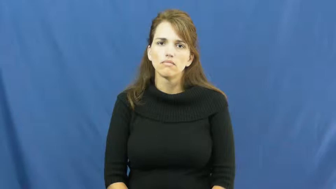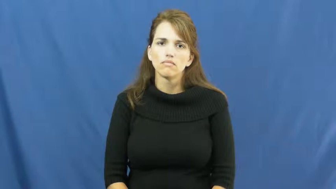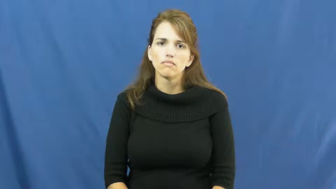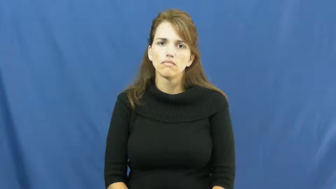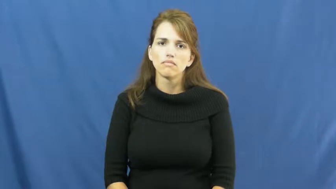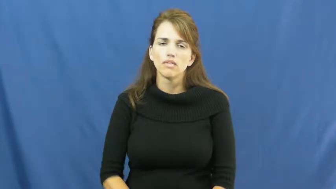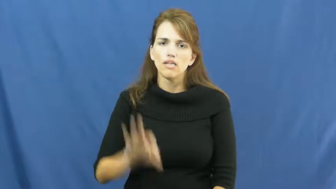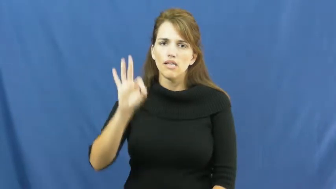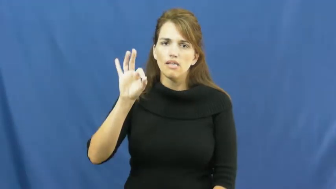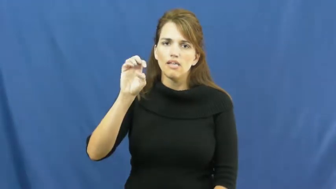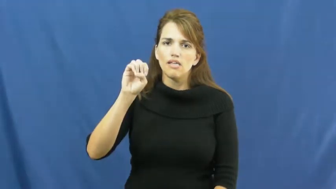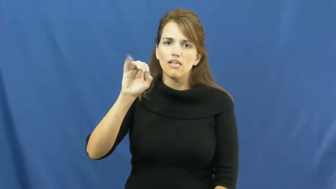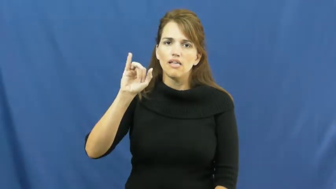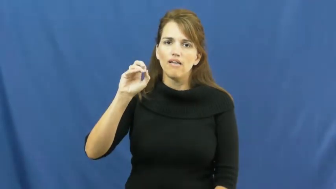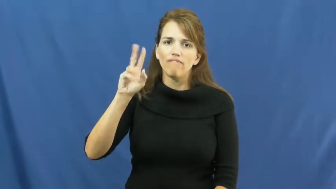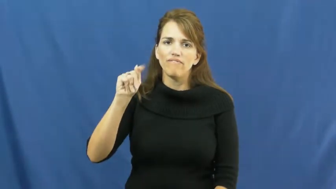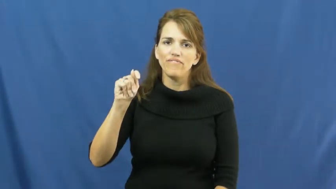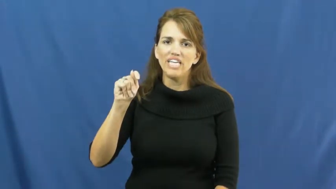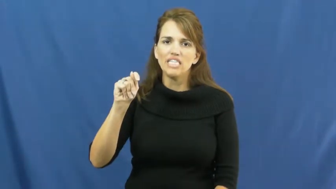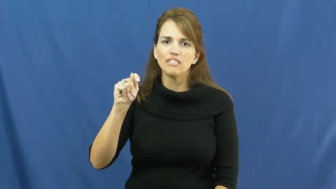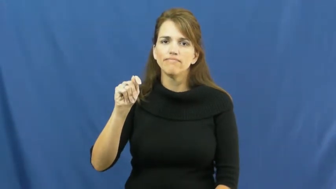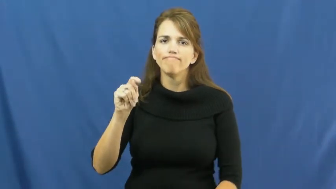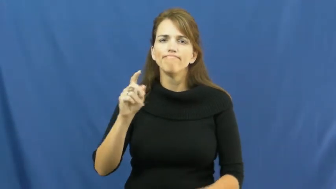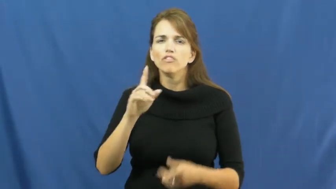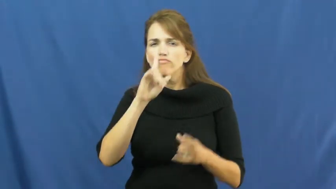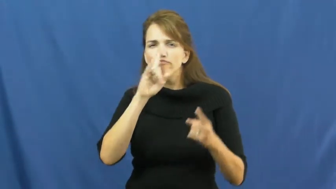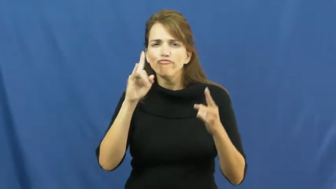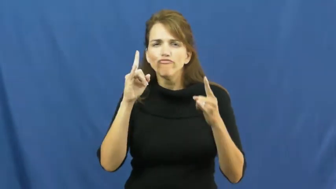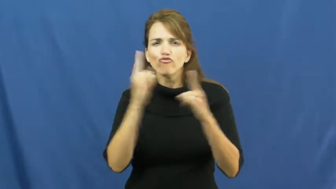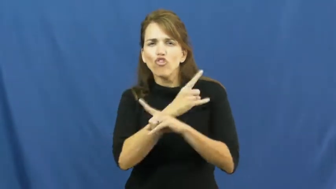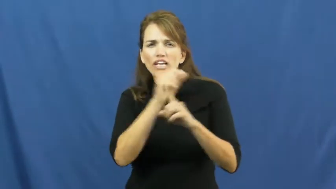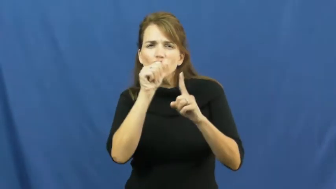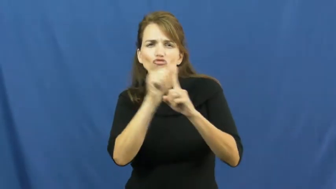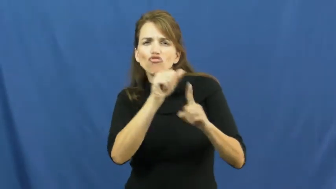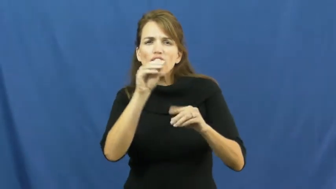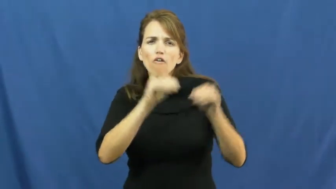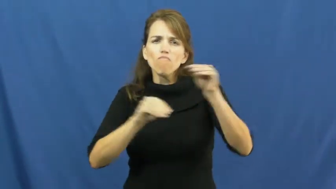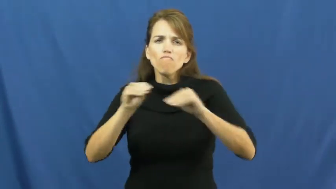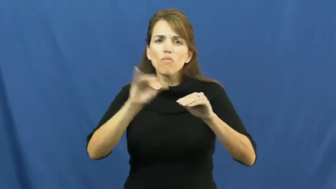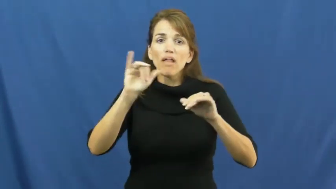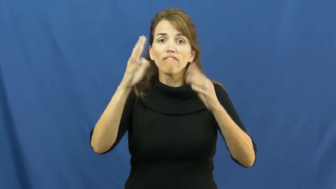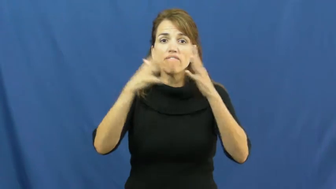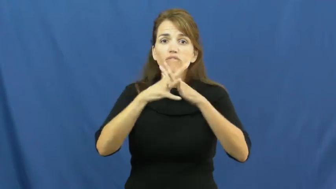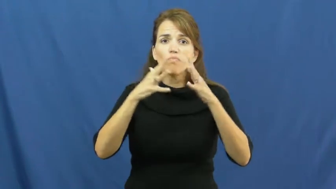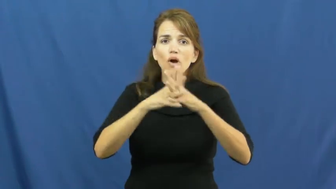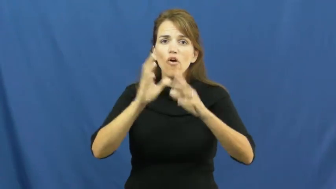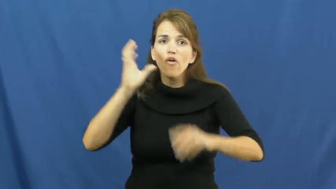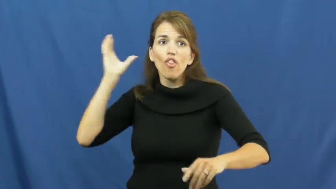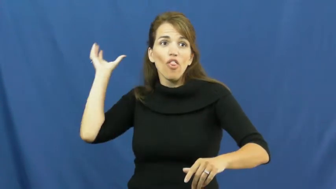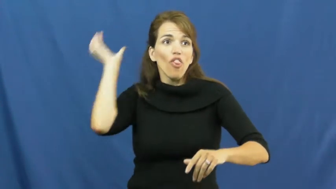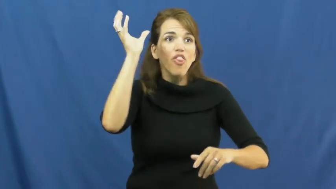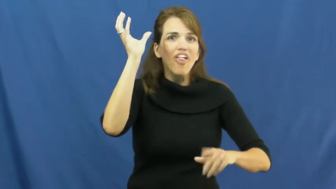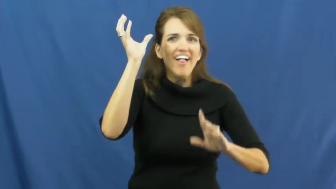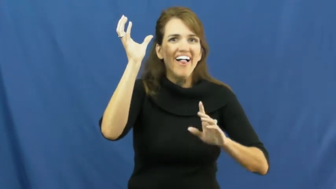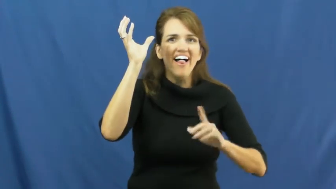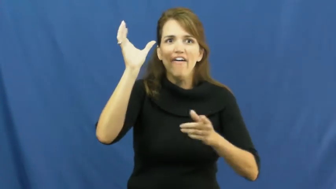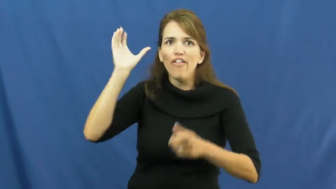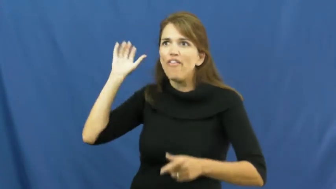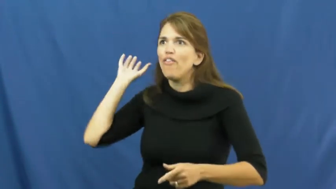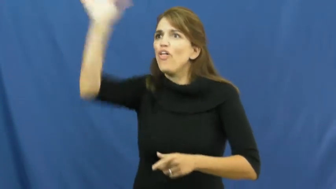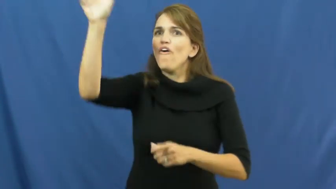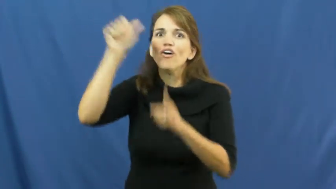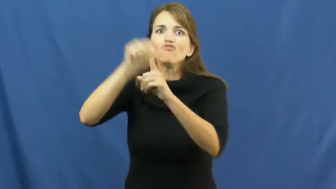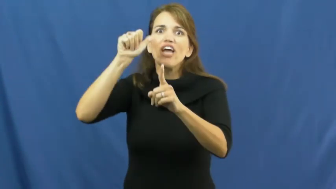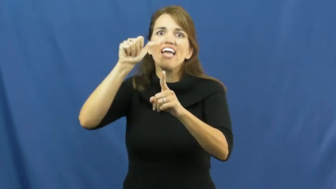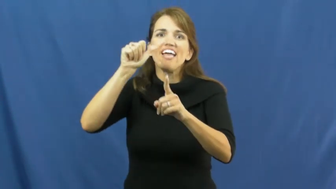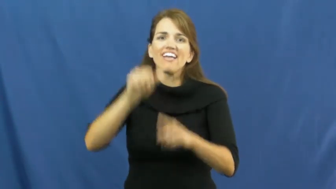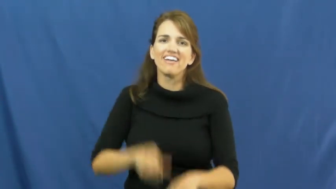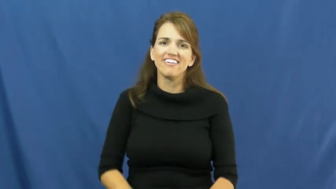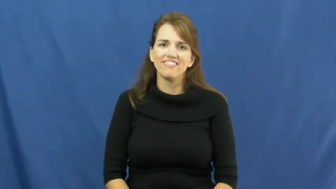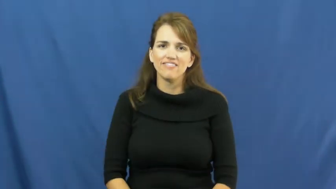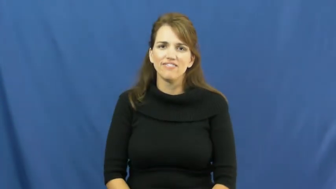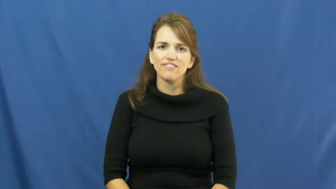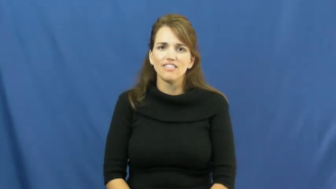feint